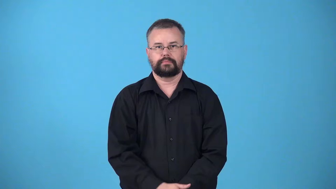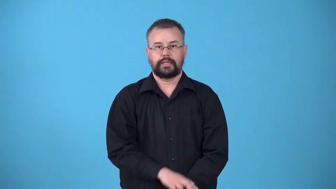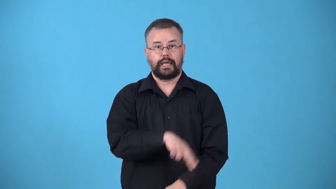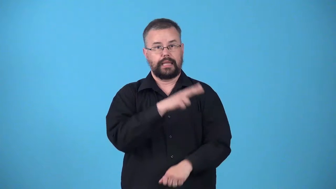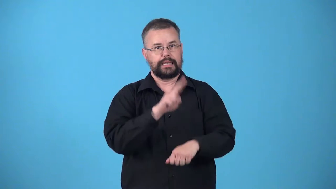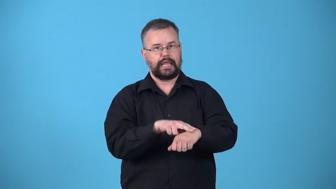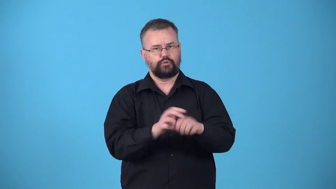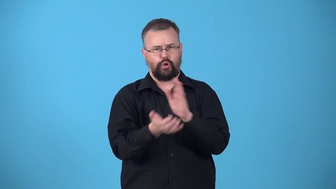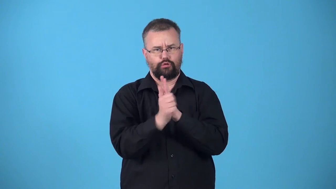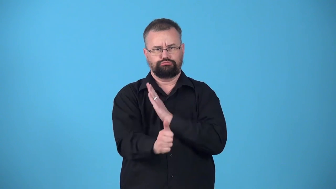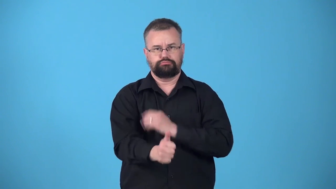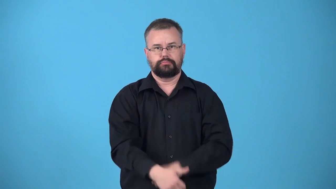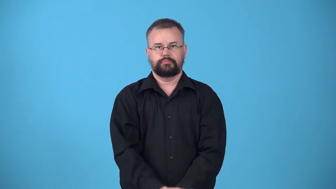untaught